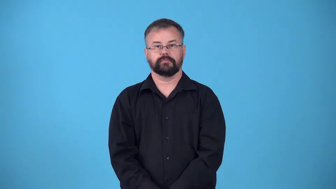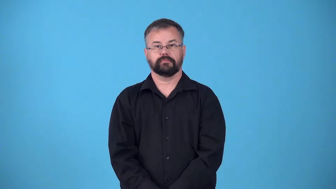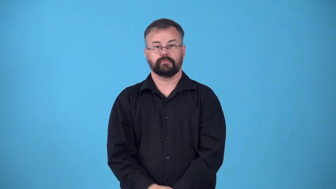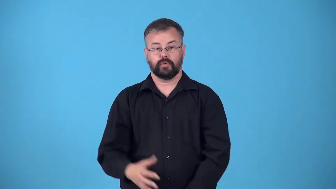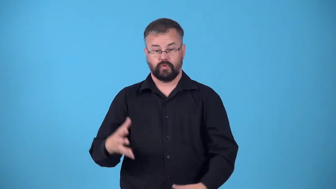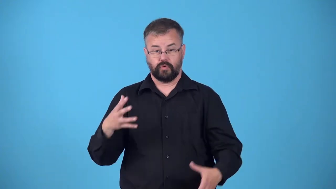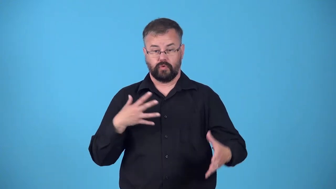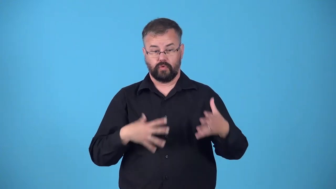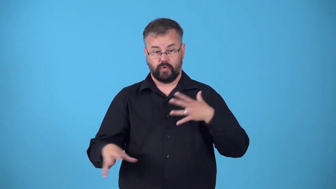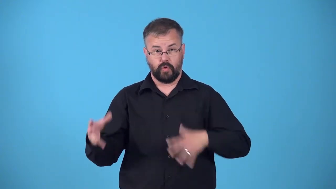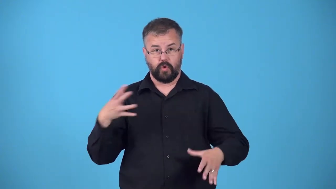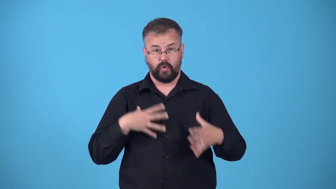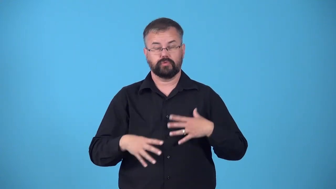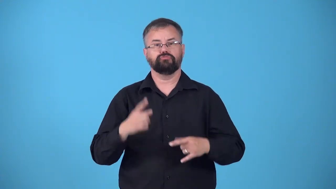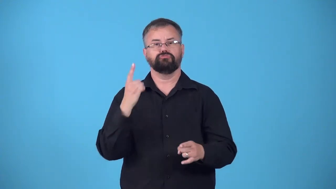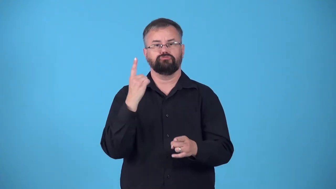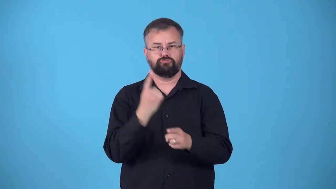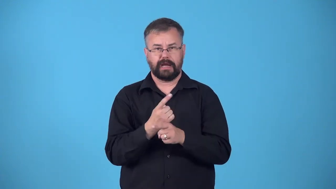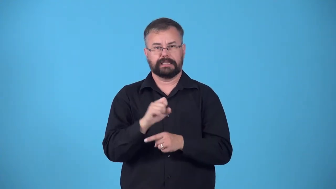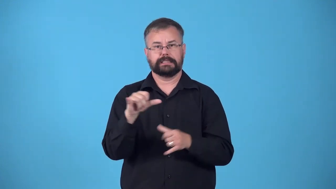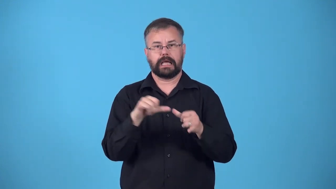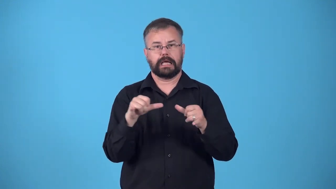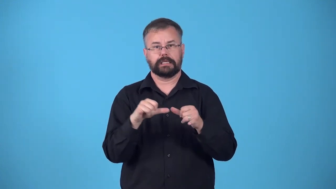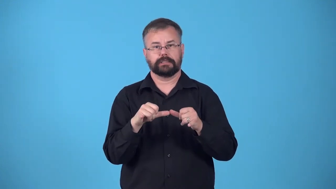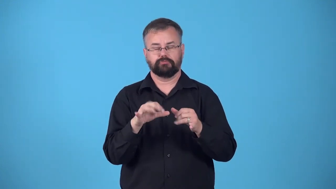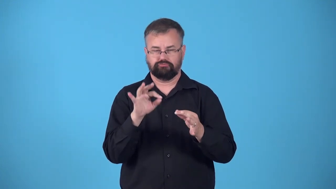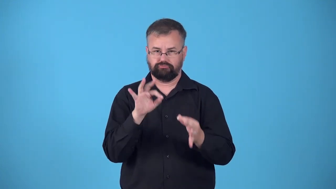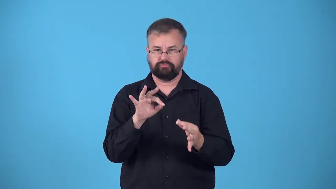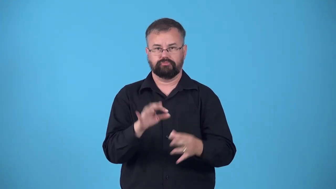fit-clothes